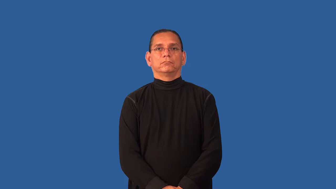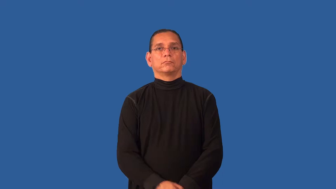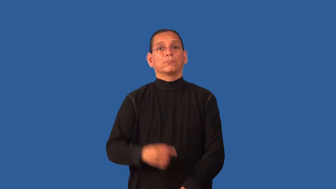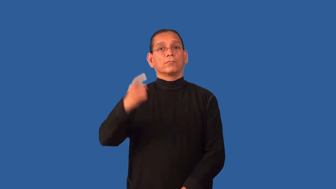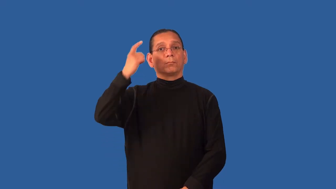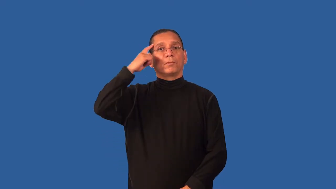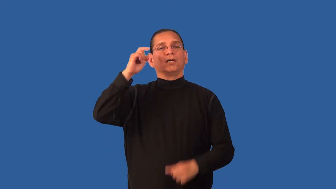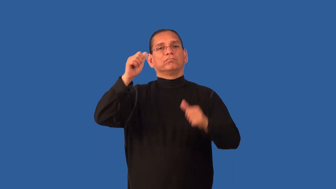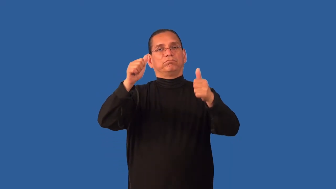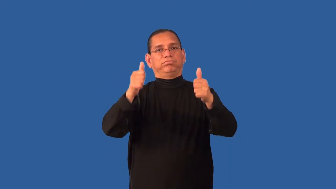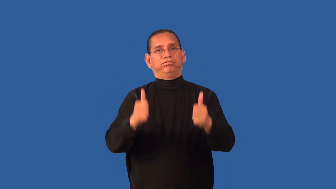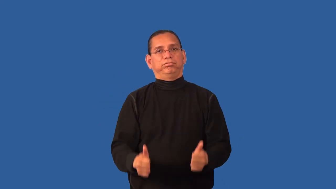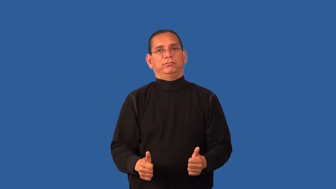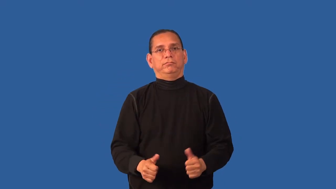dementia